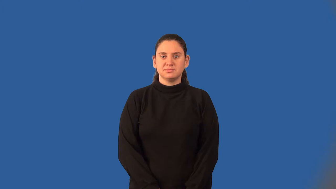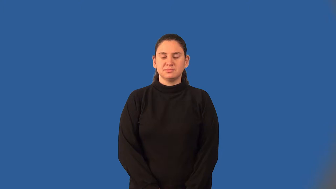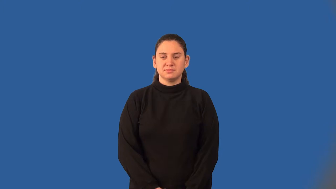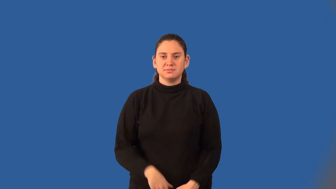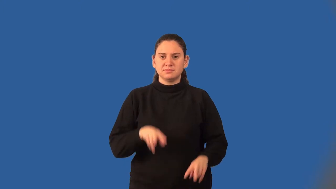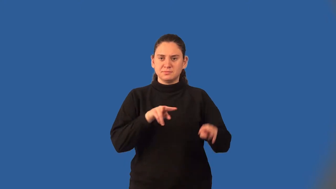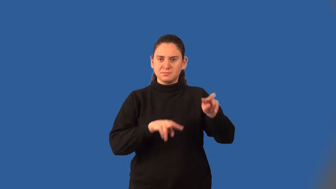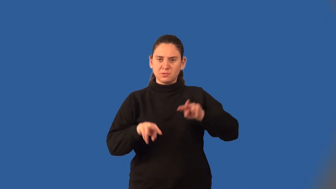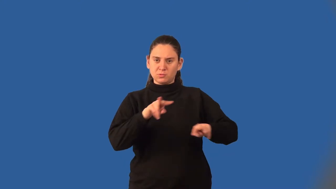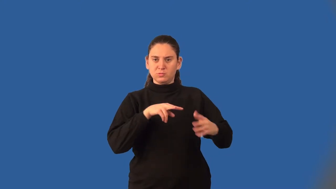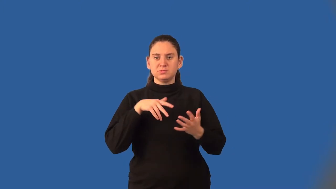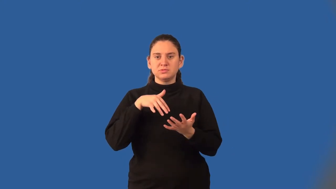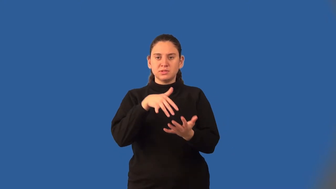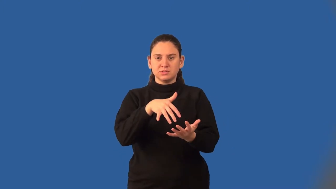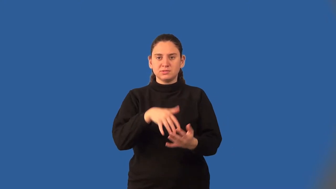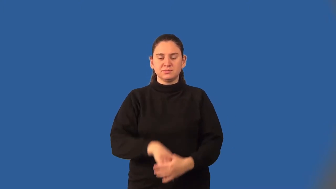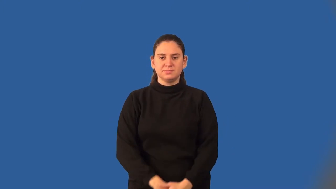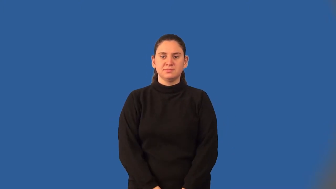empirical study